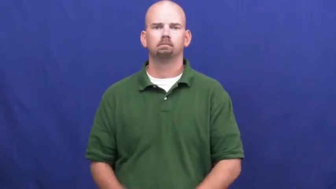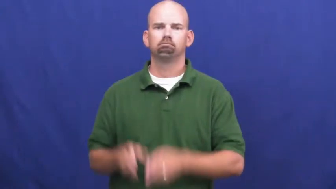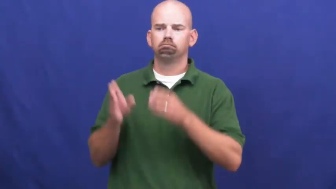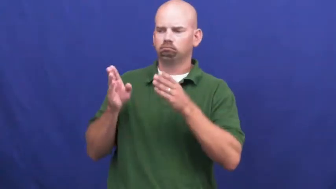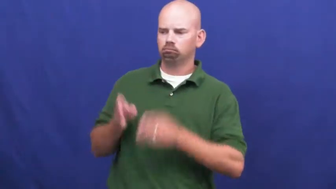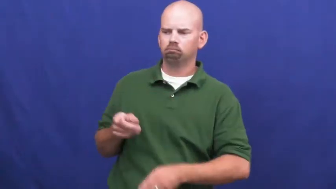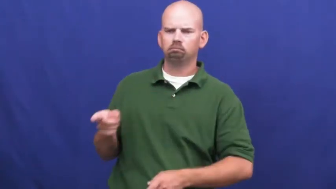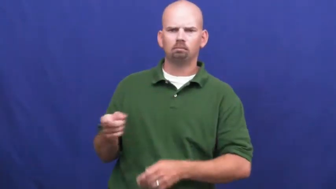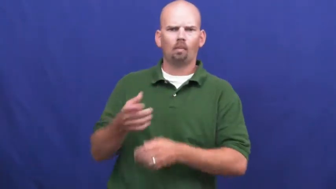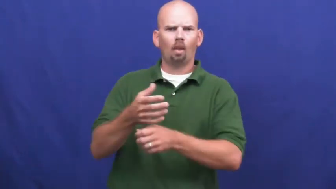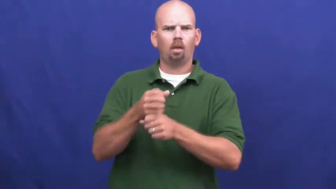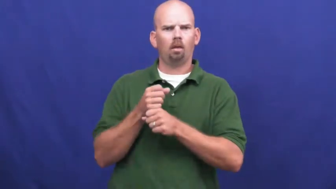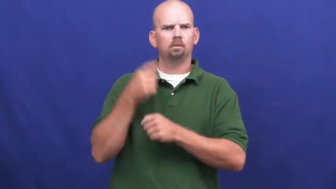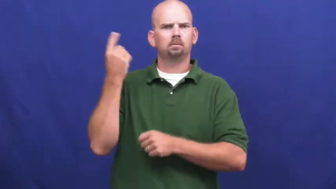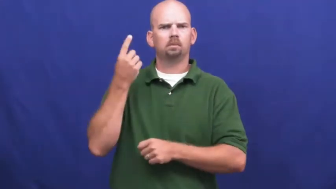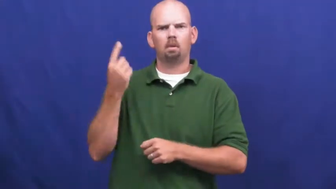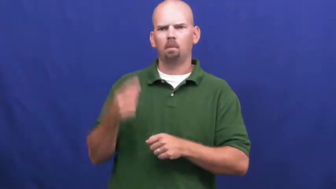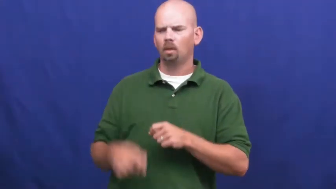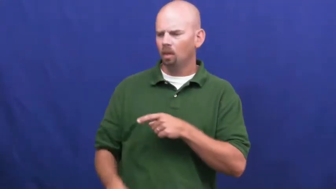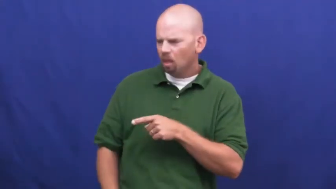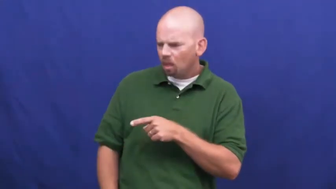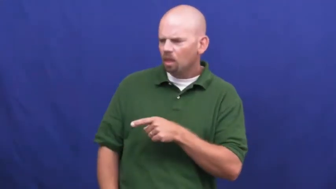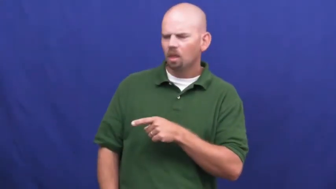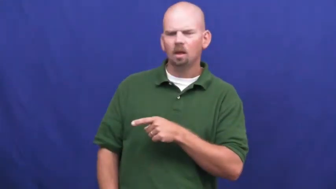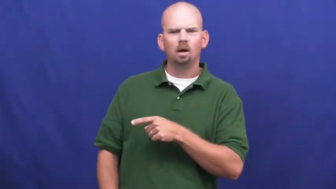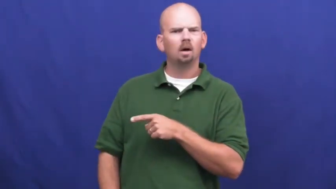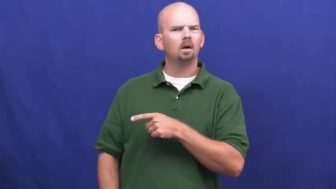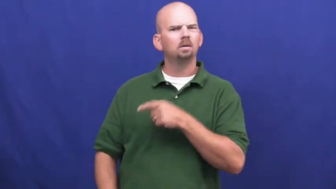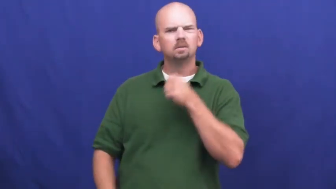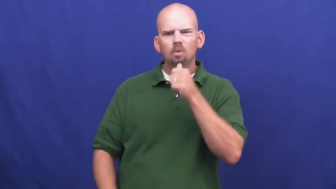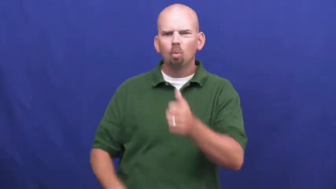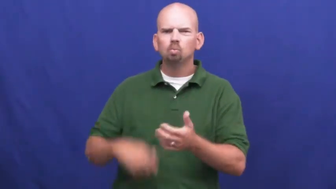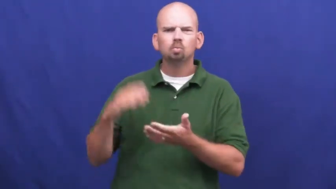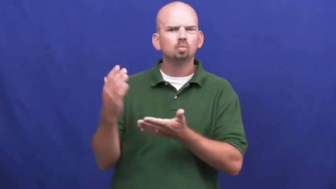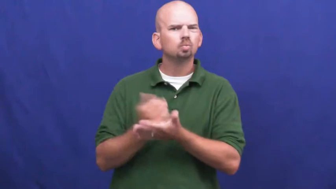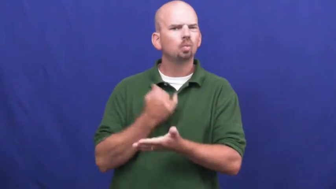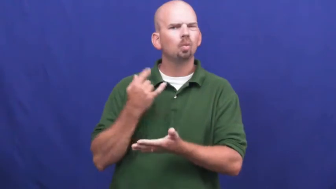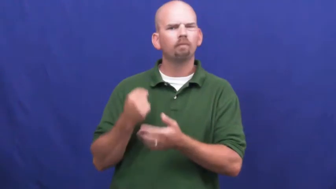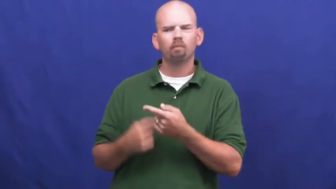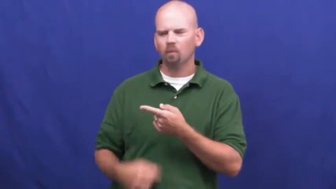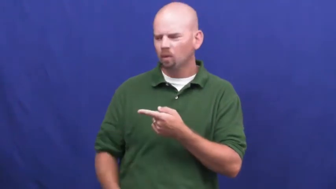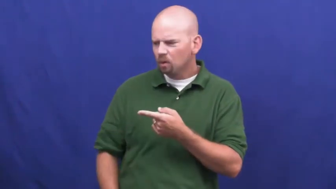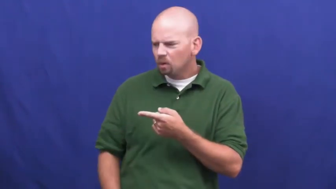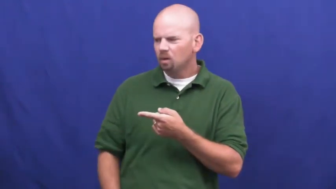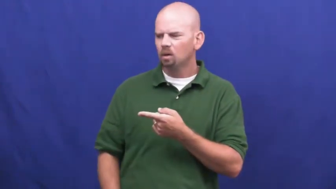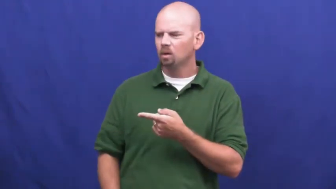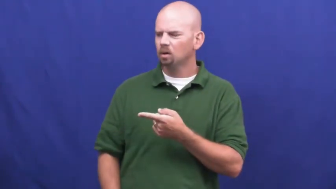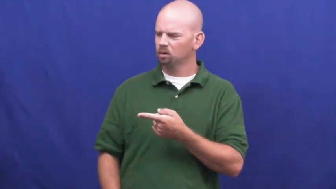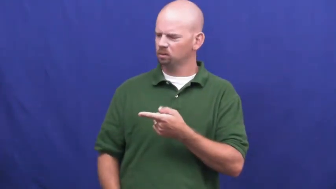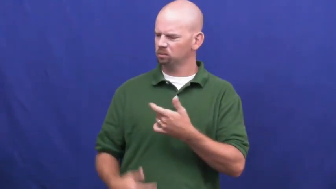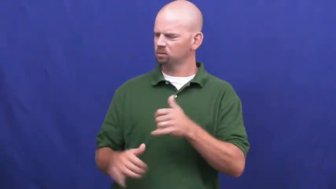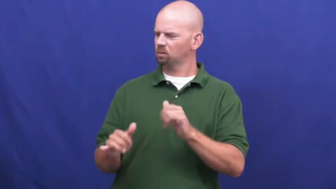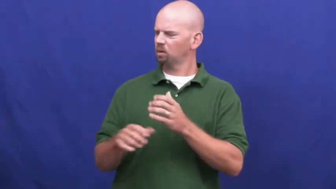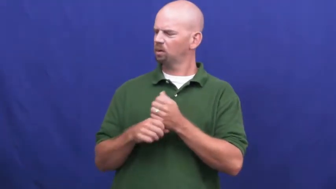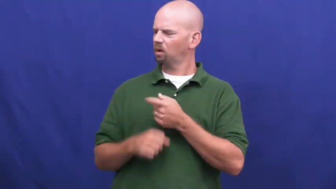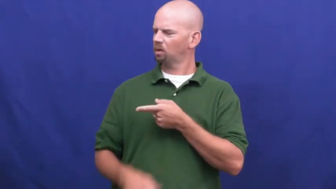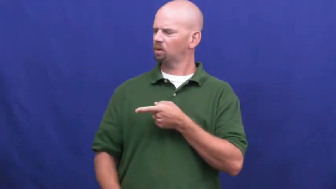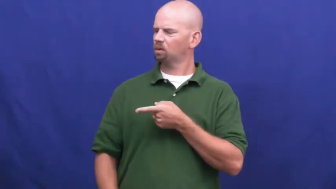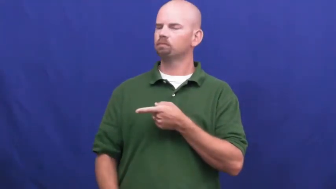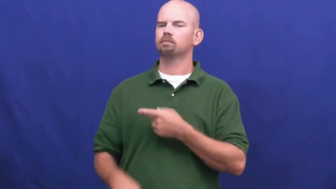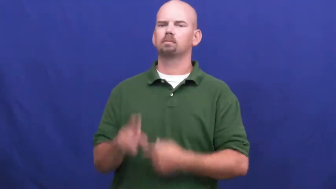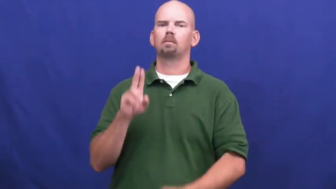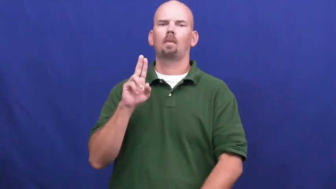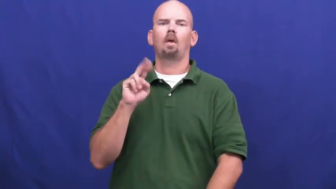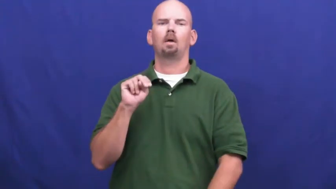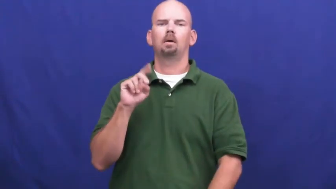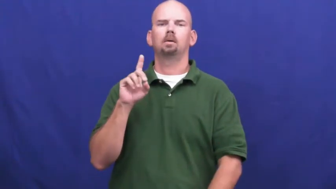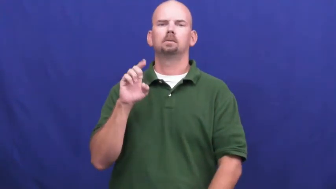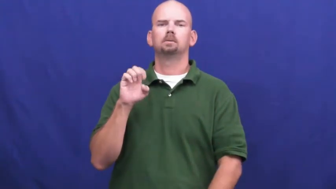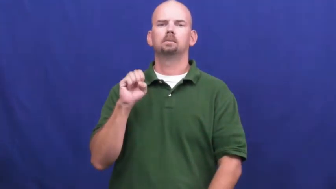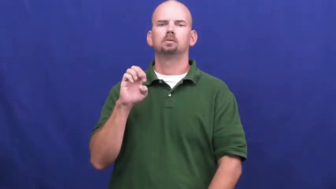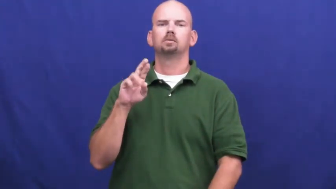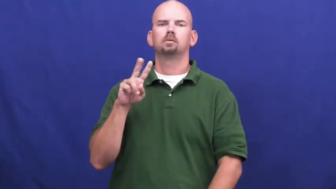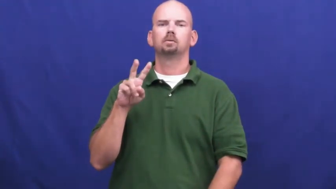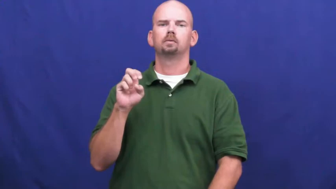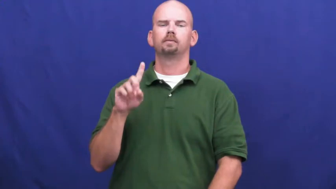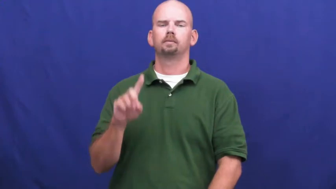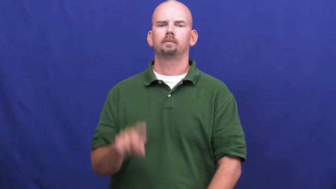undeserved